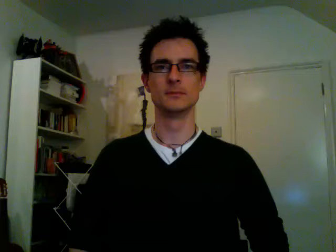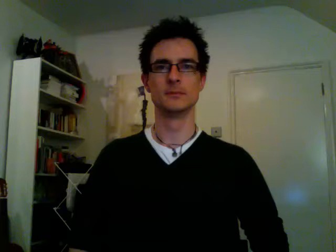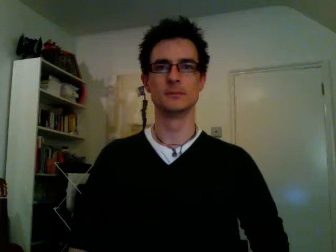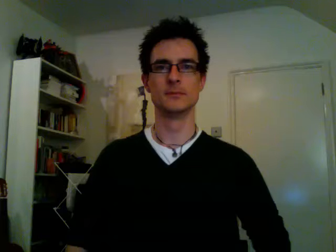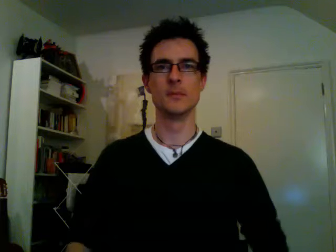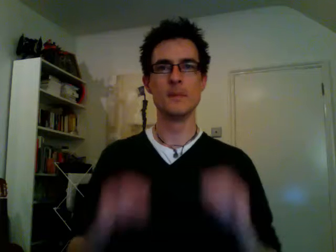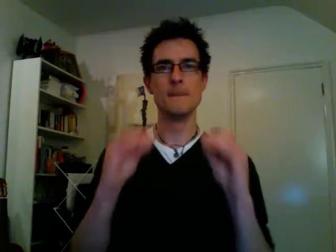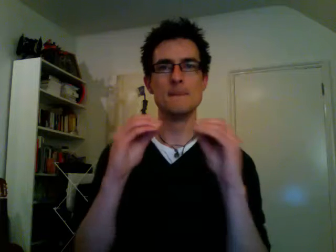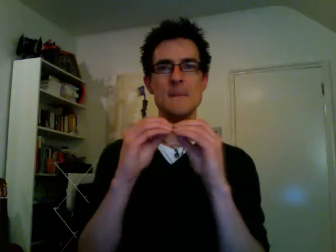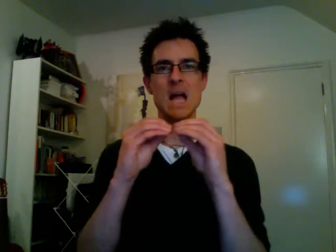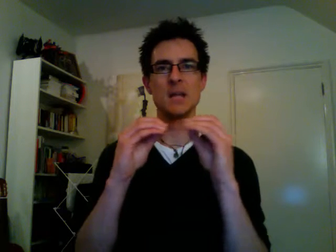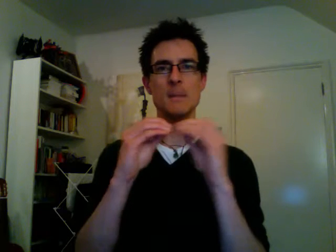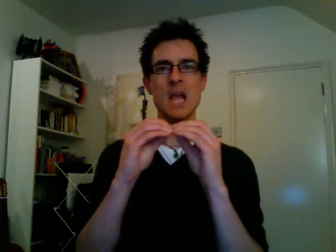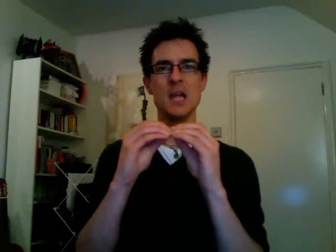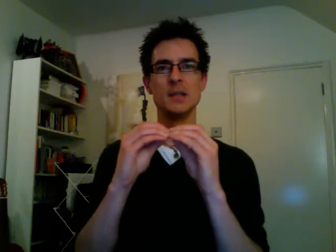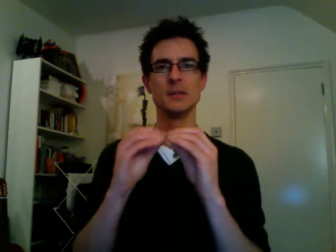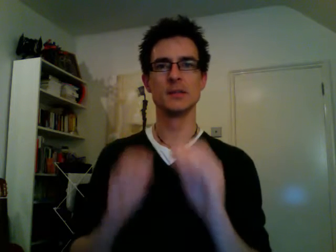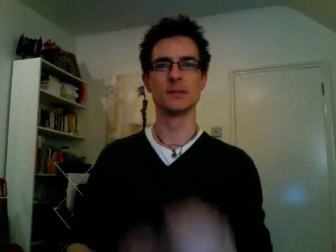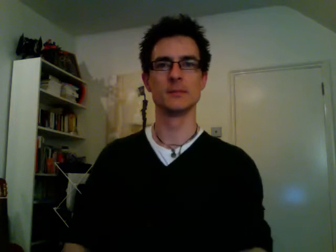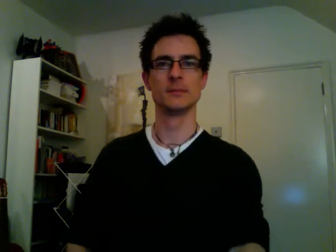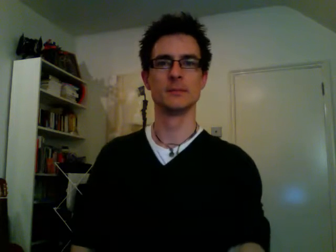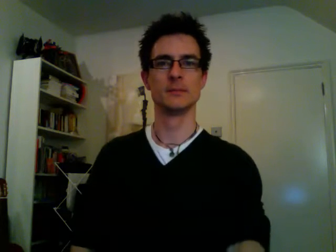baked beans